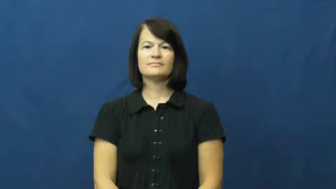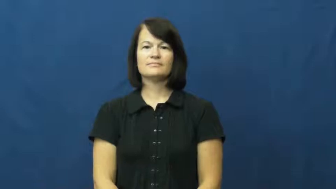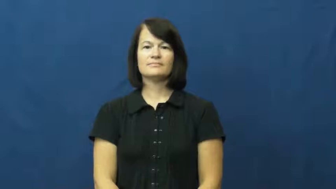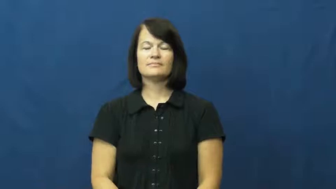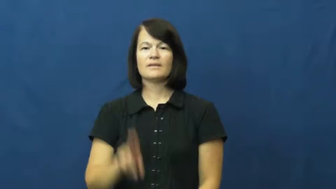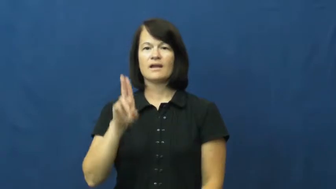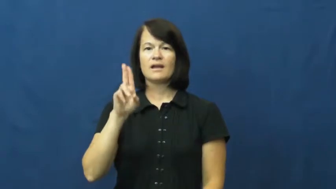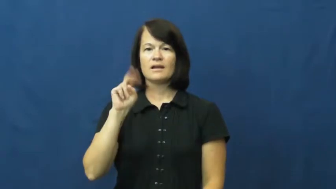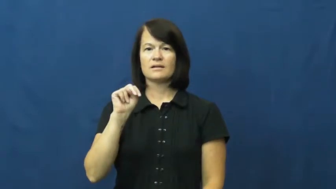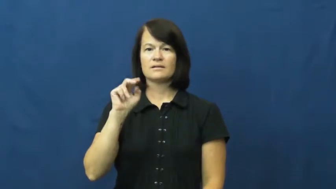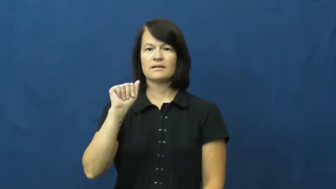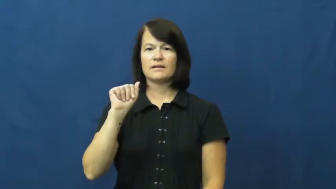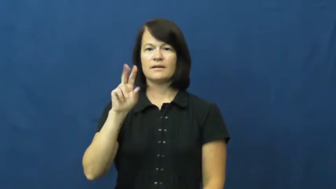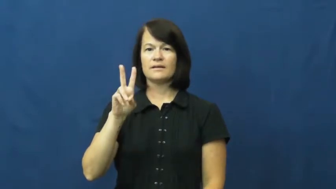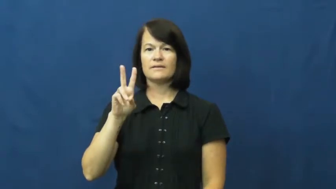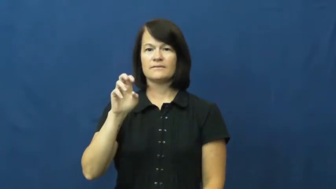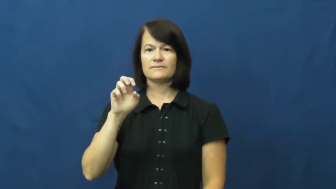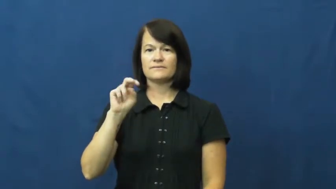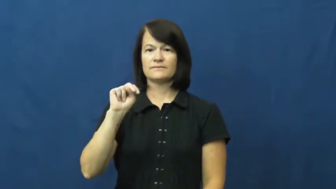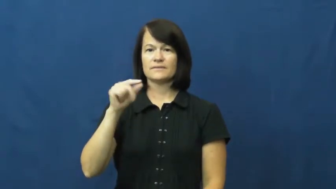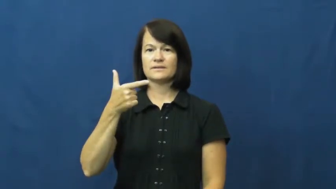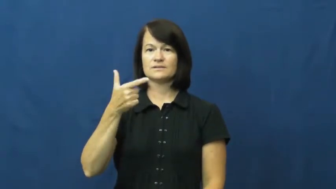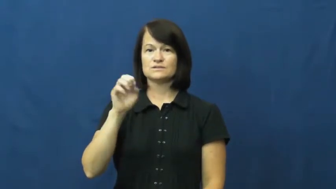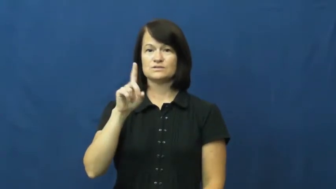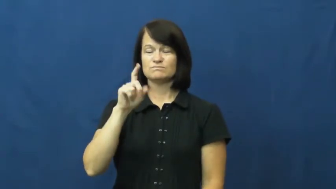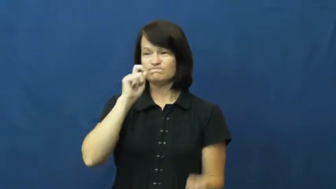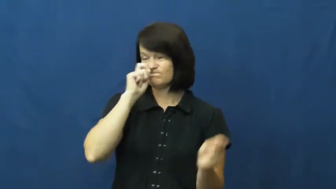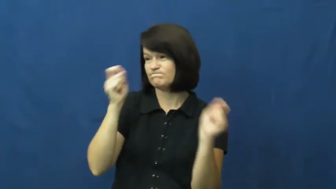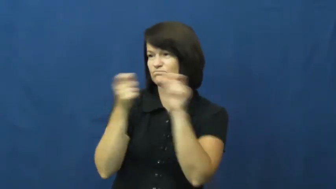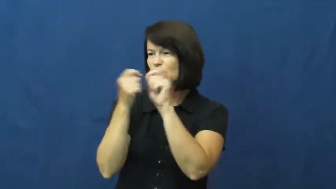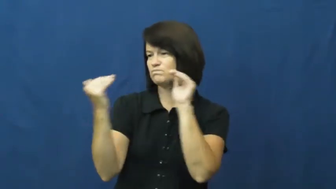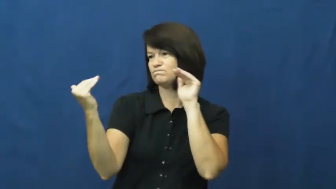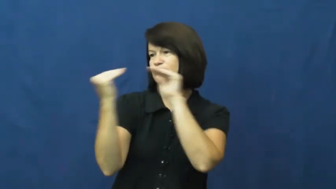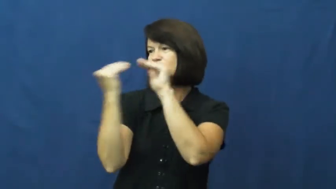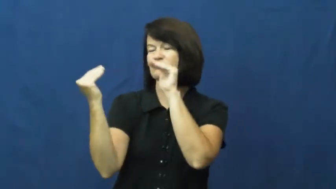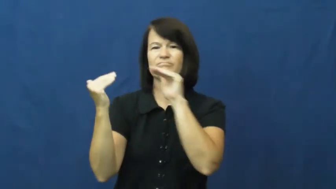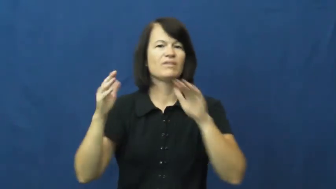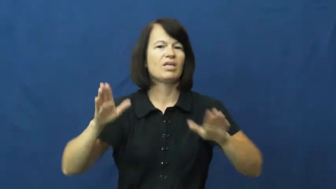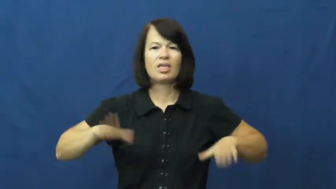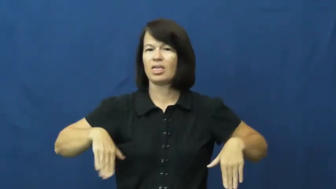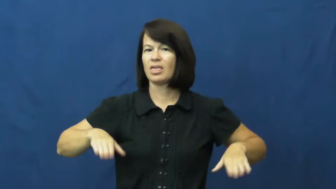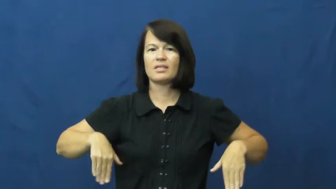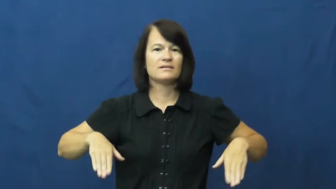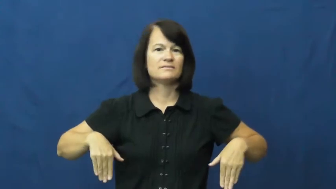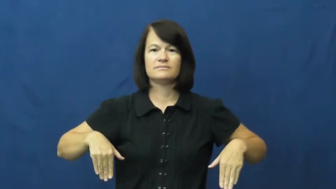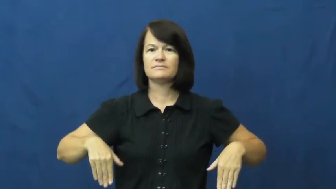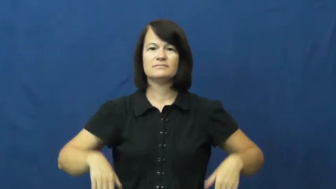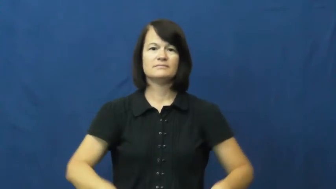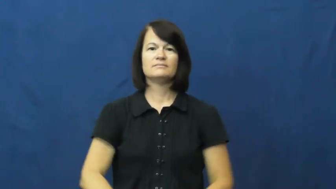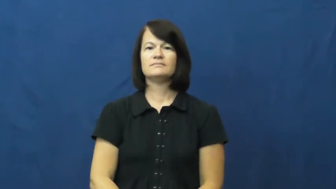unavenged